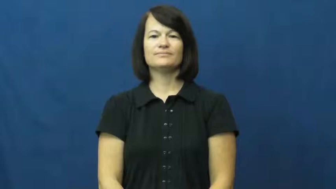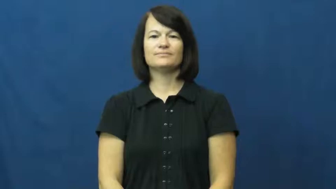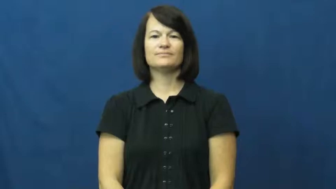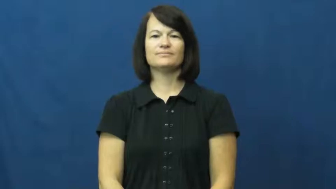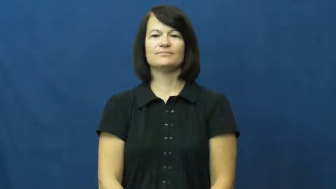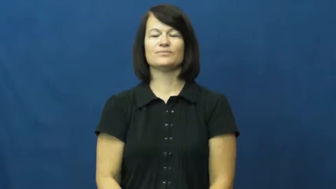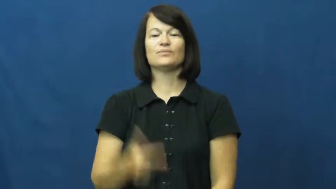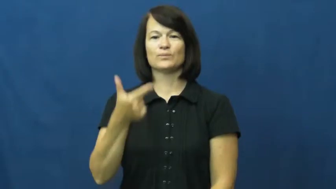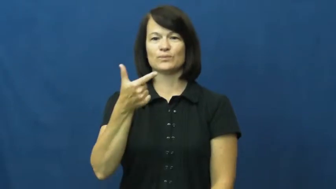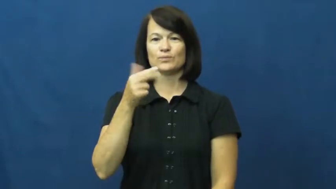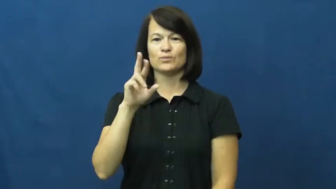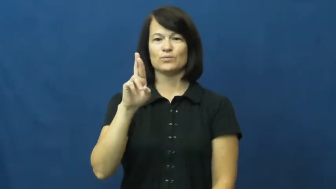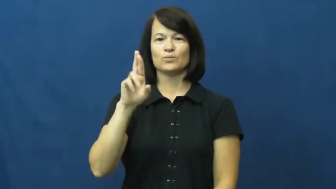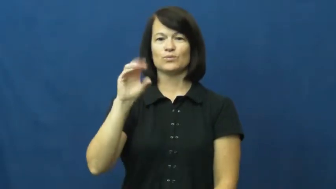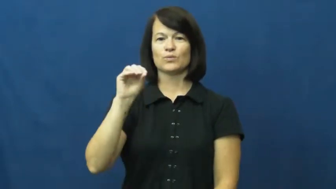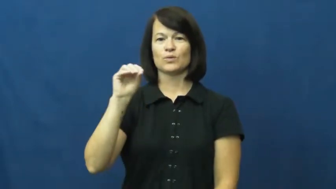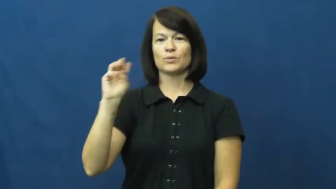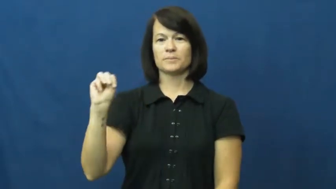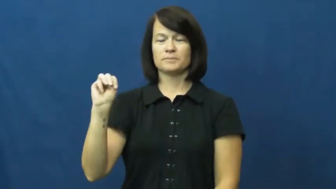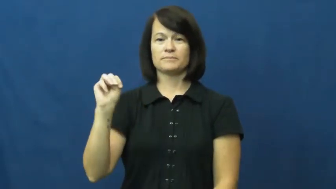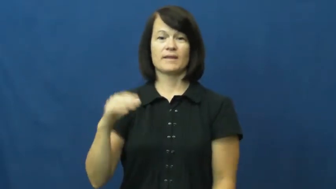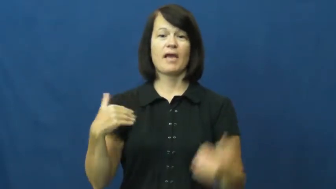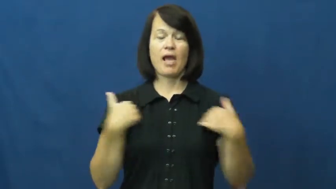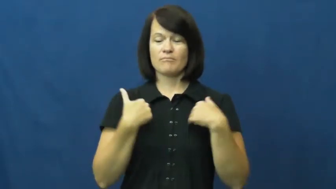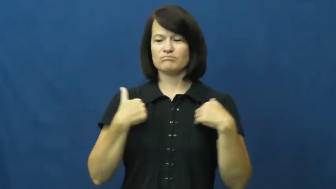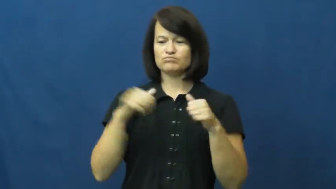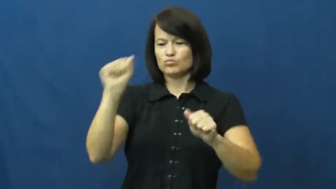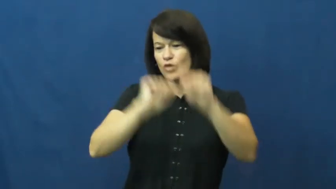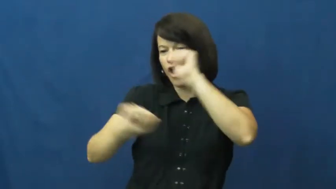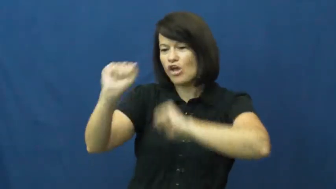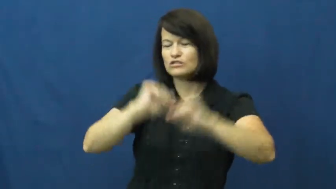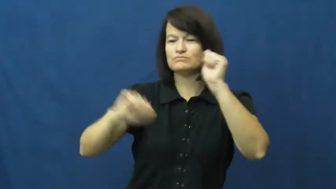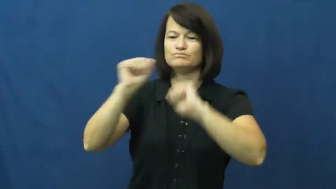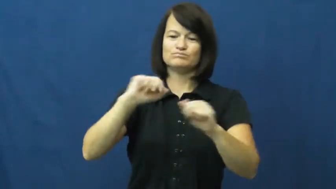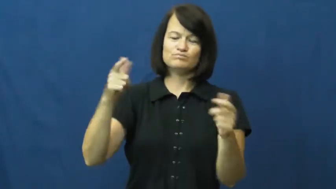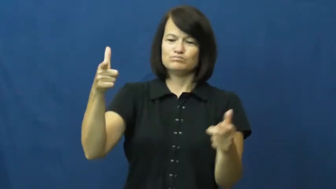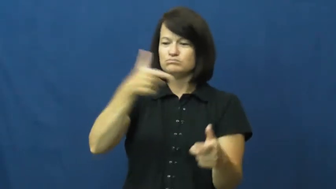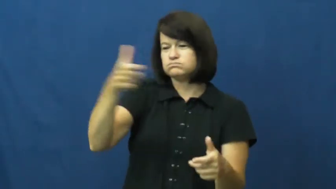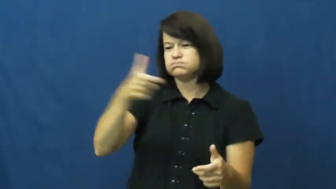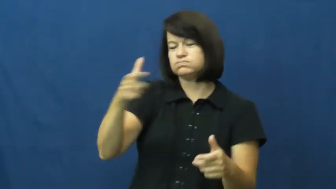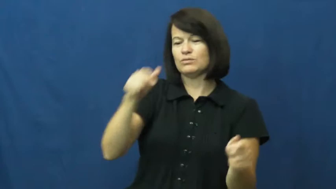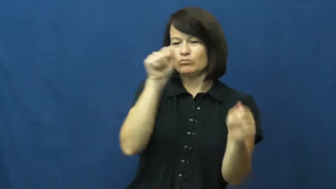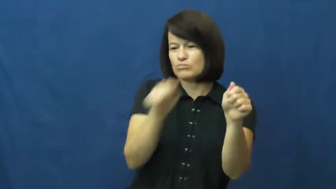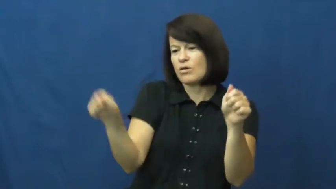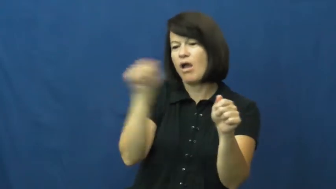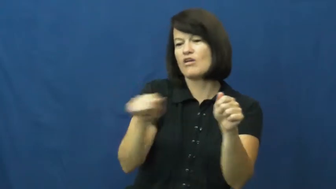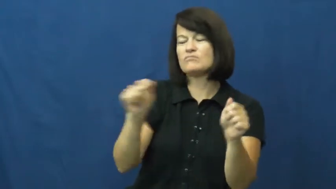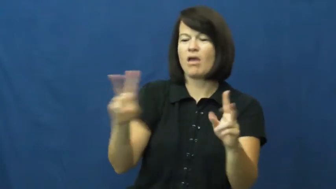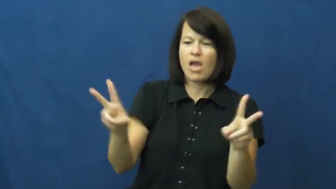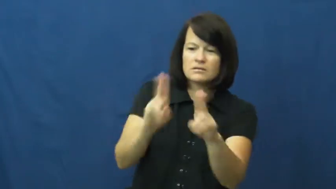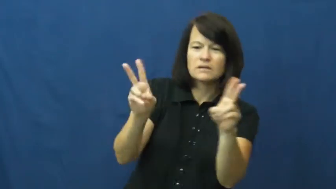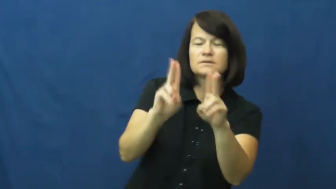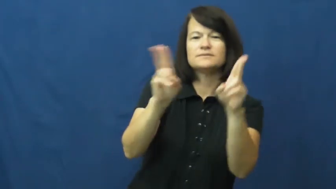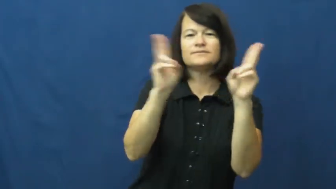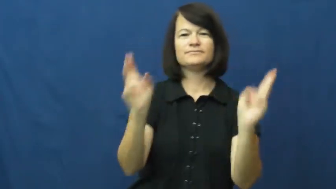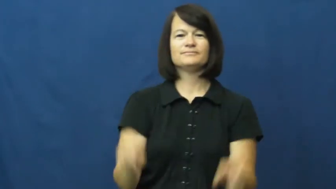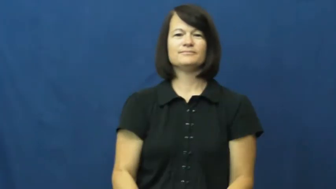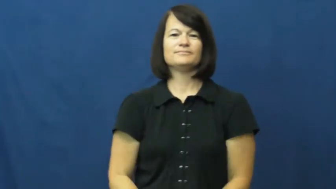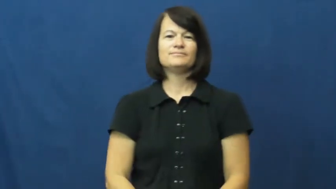groom-animal